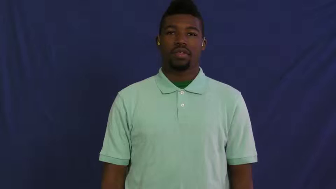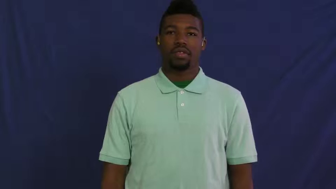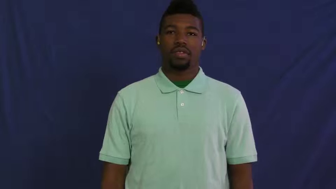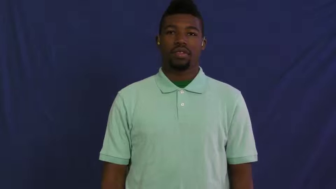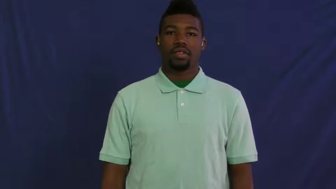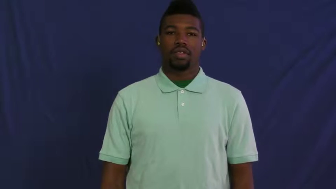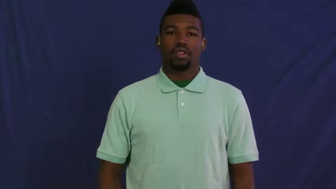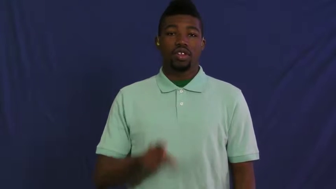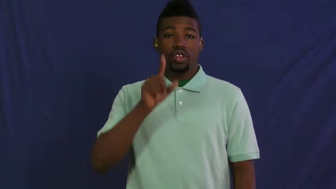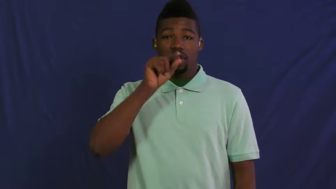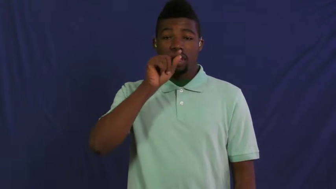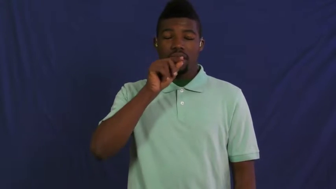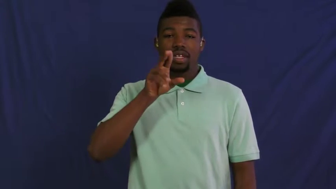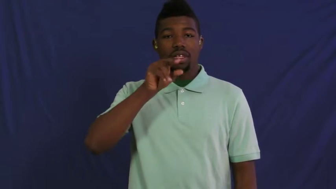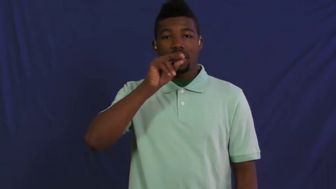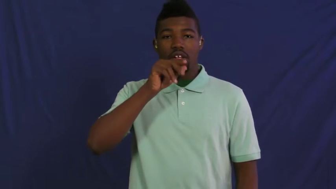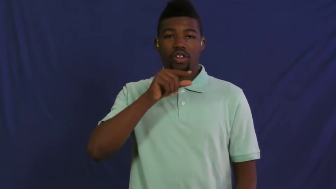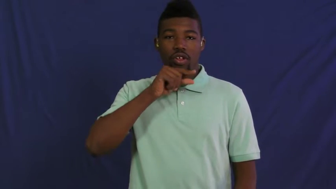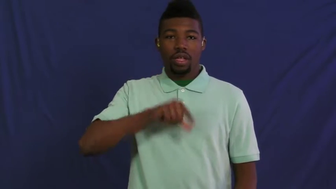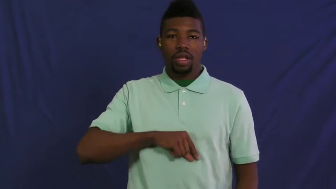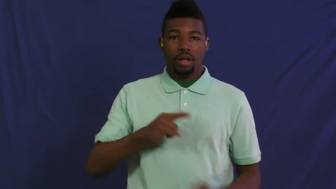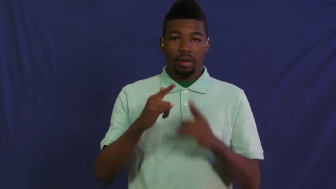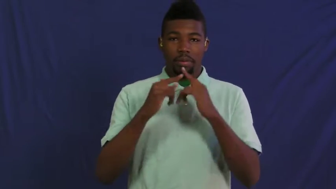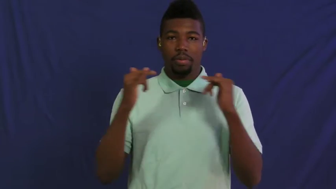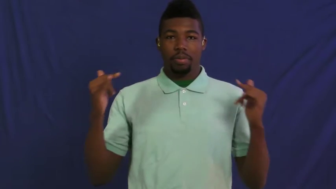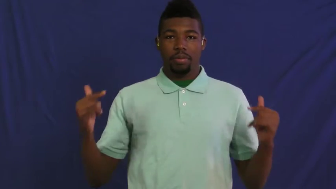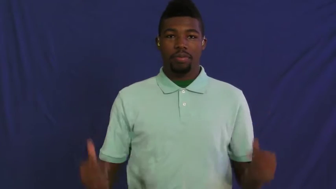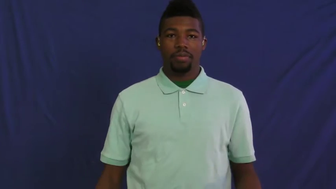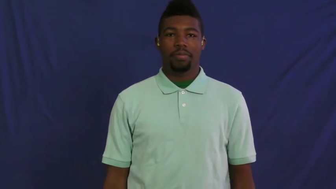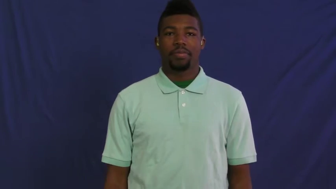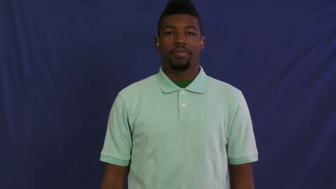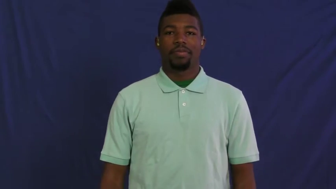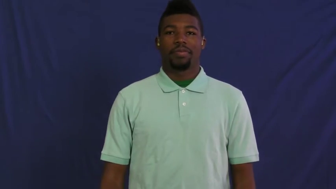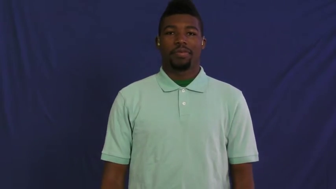fowl,gallinaceous